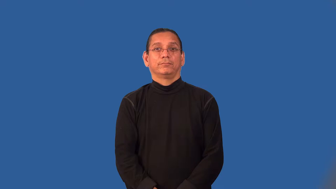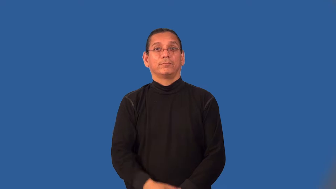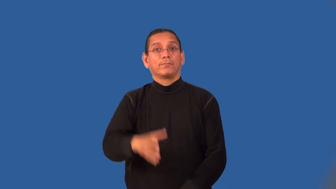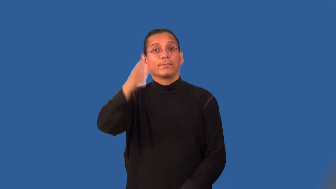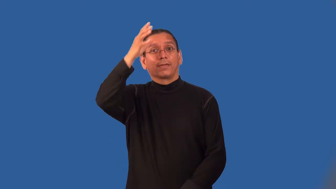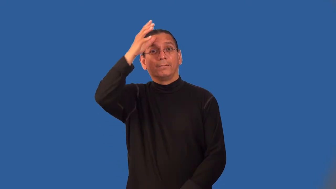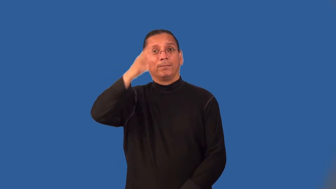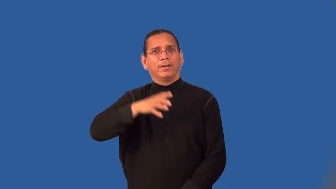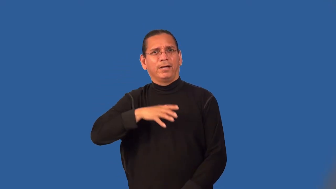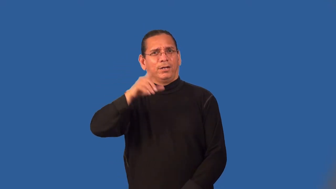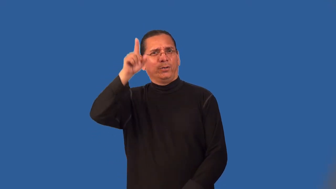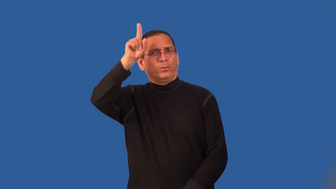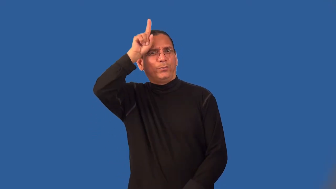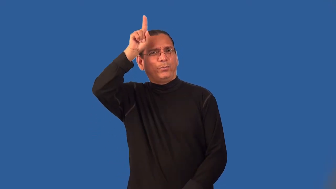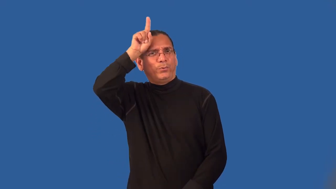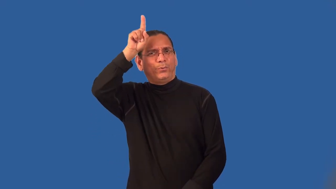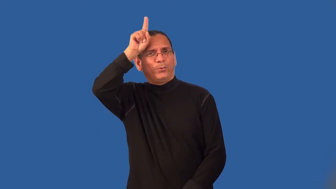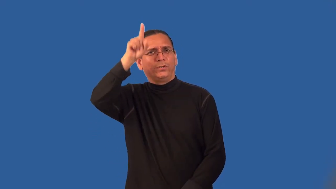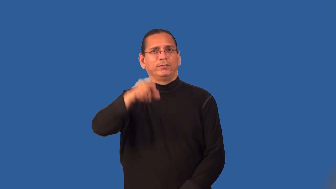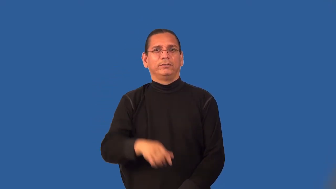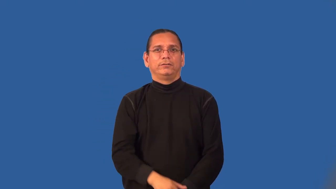letch